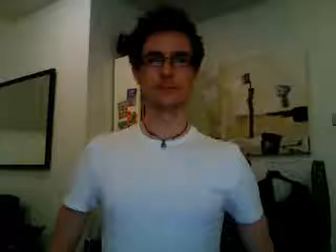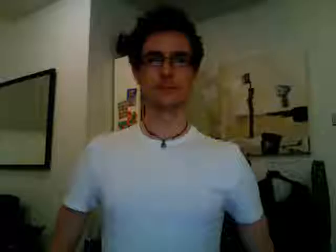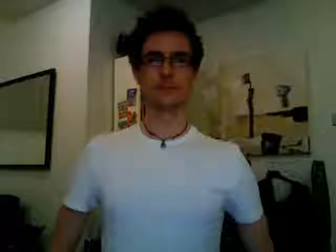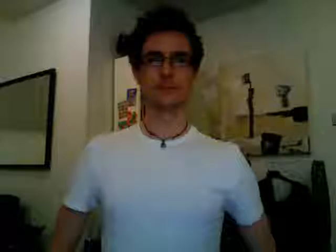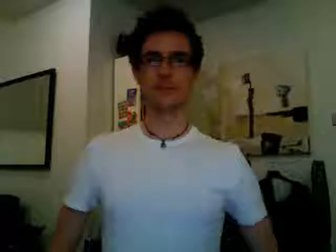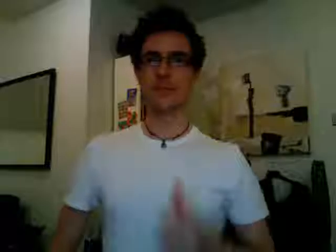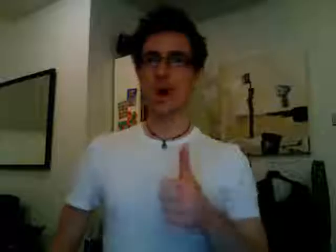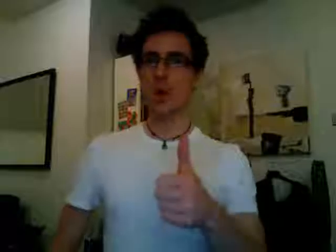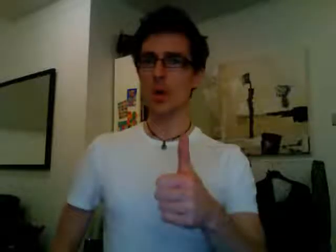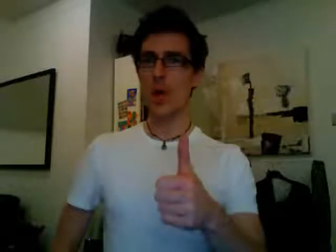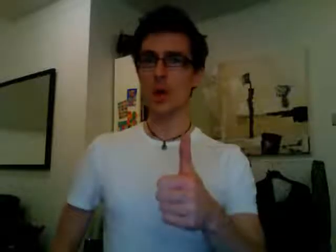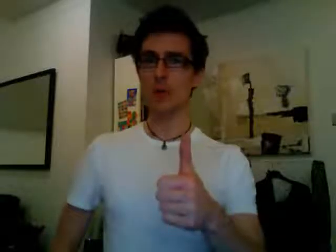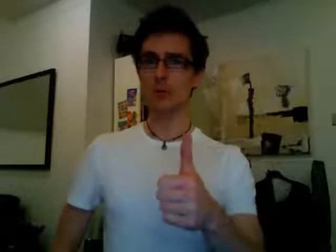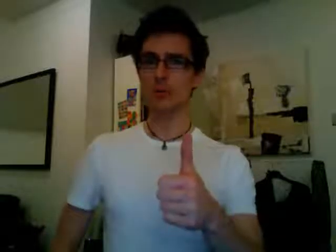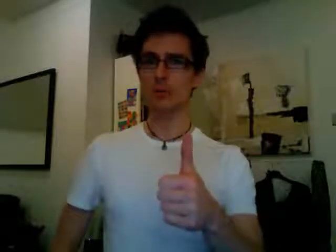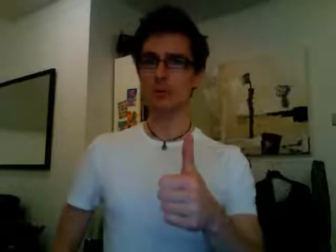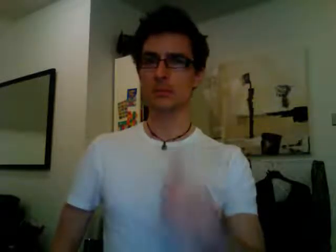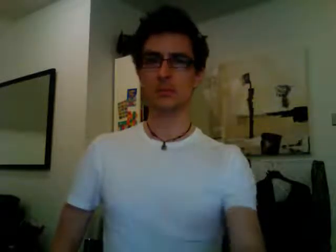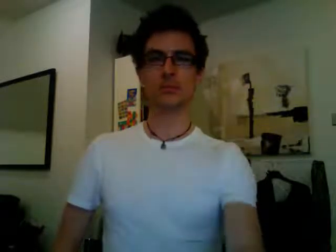okay